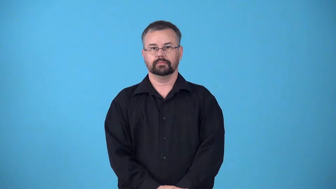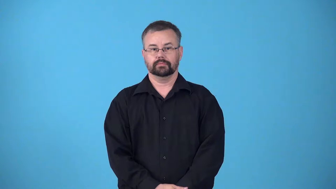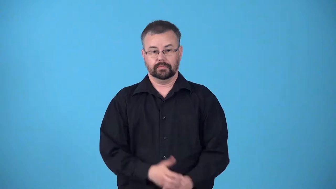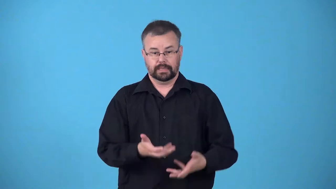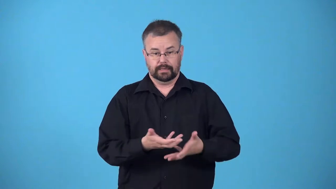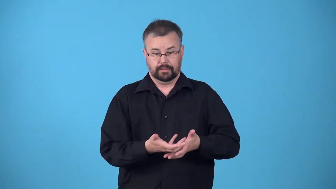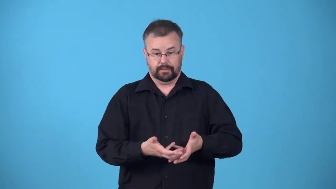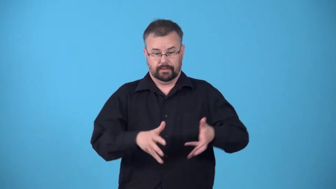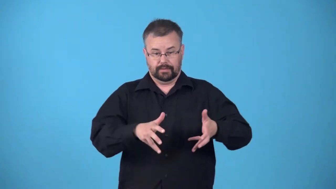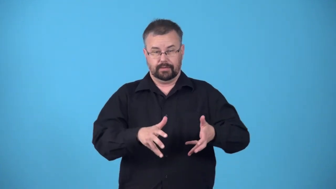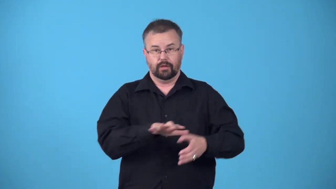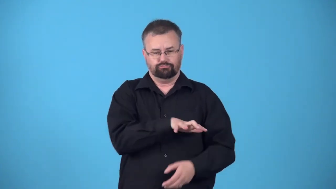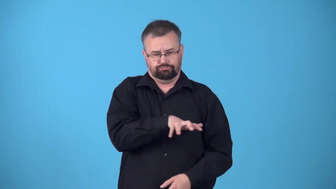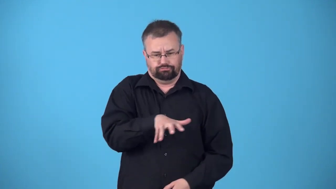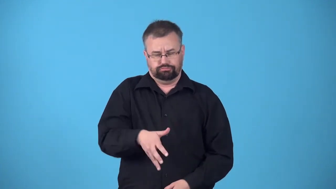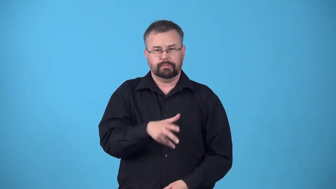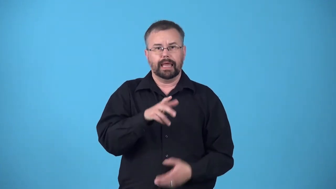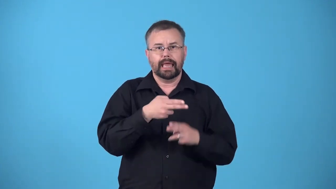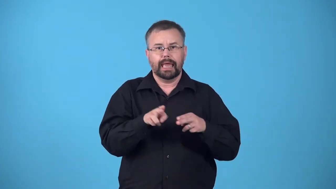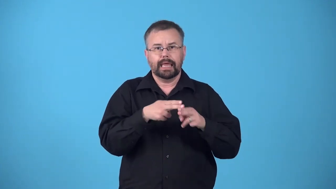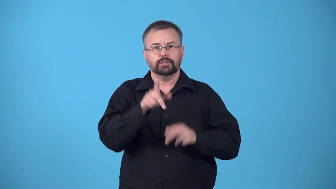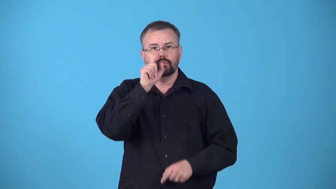nestful